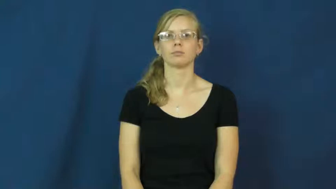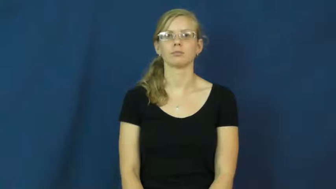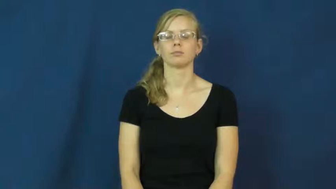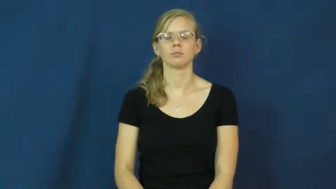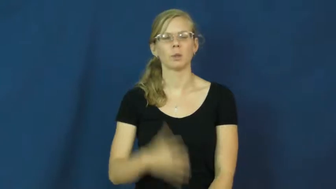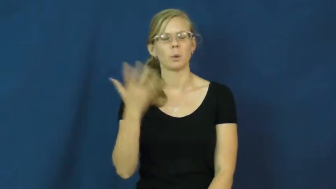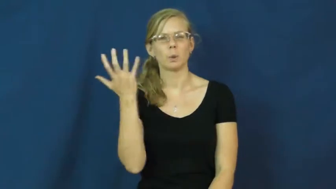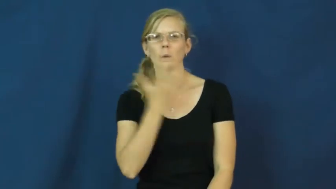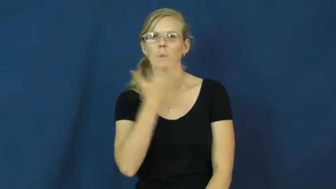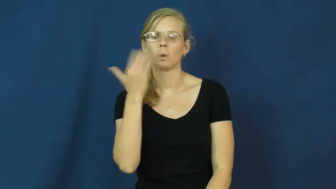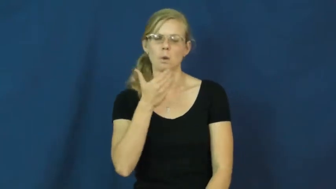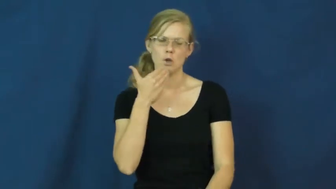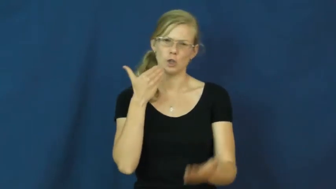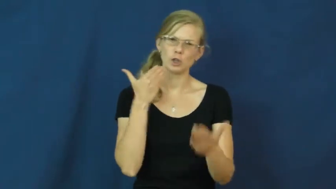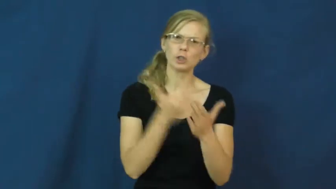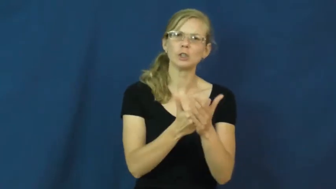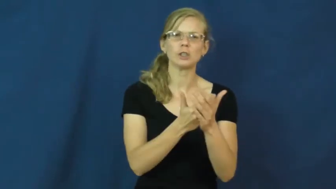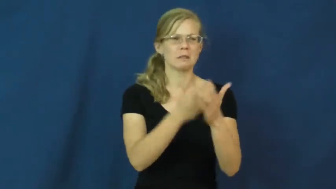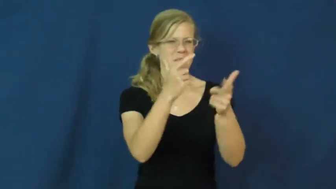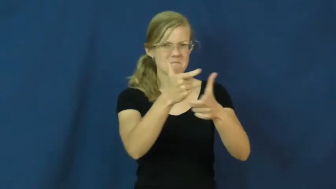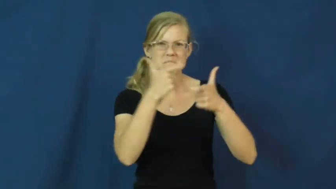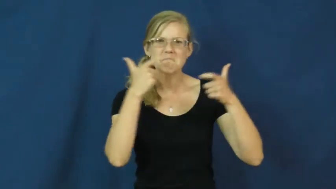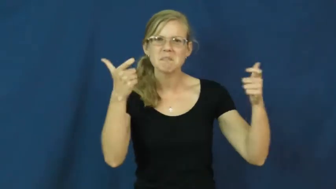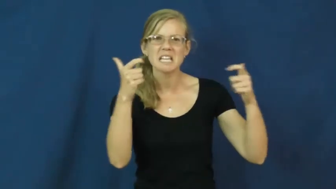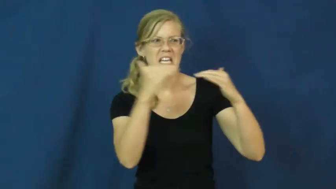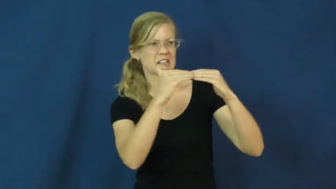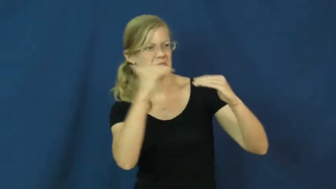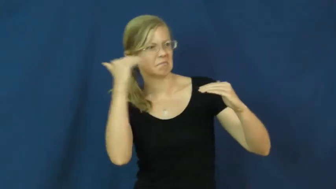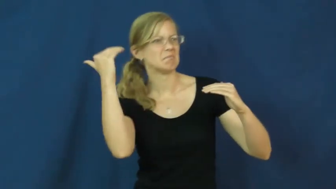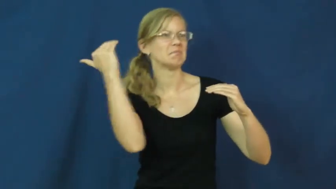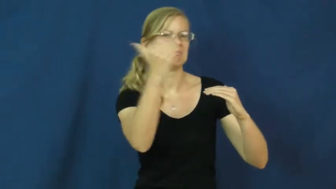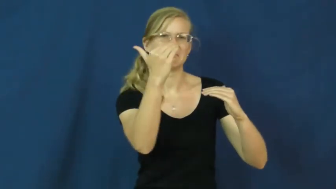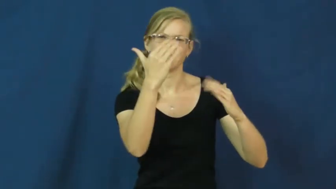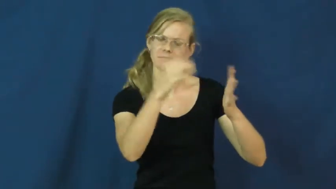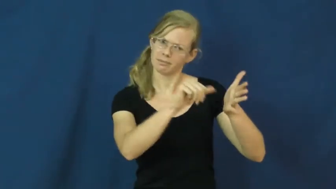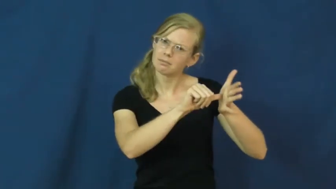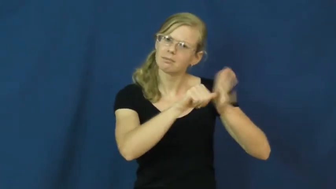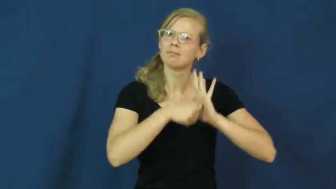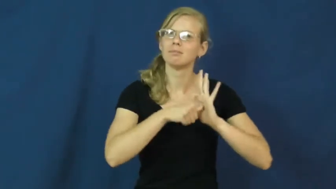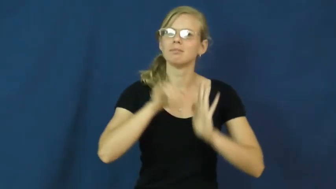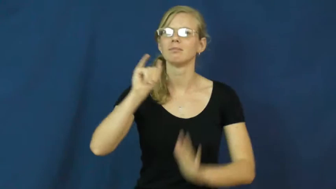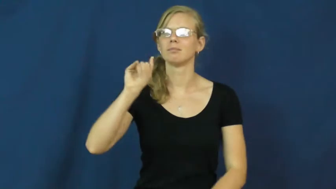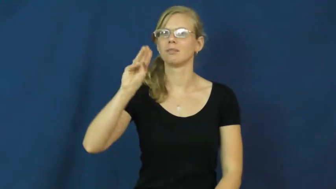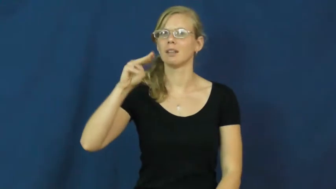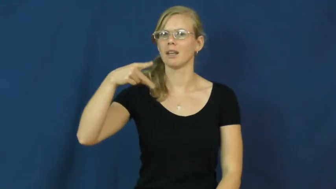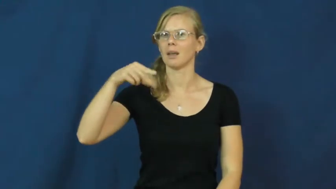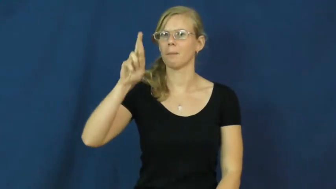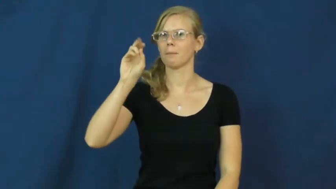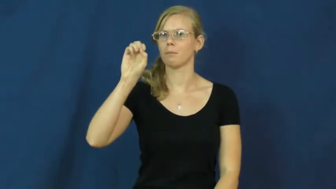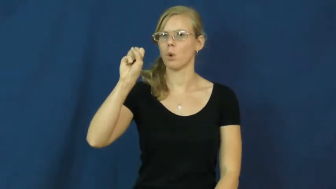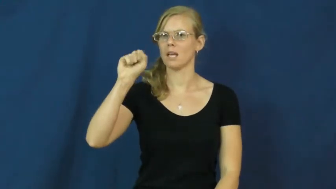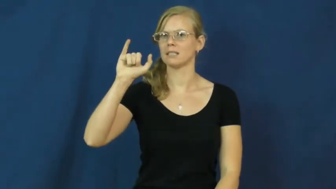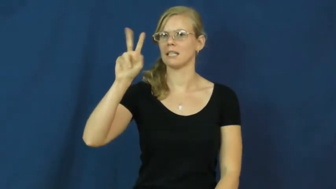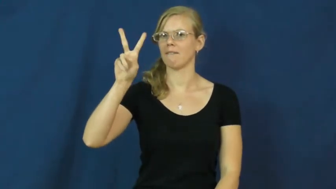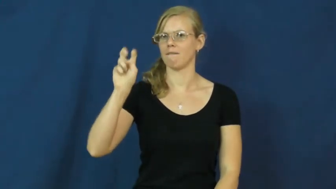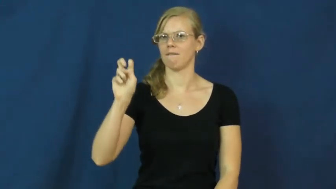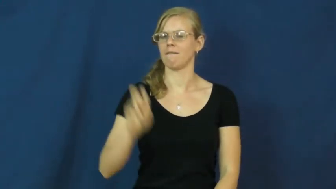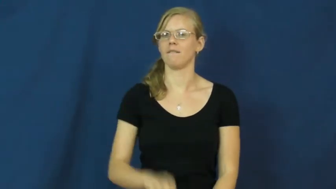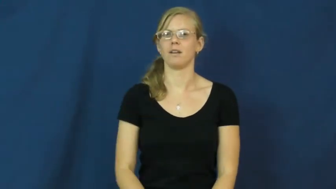impressive,imposing,grandiose